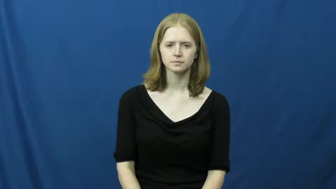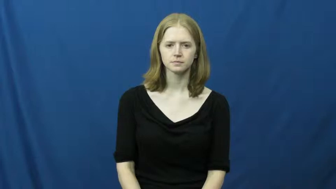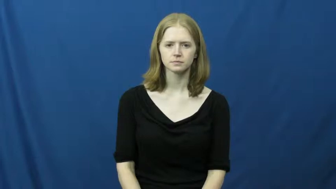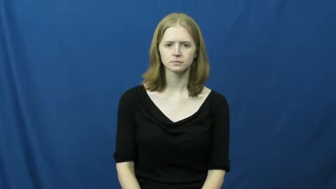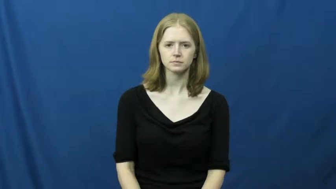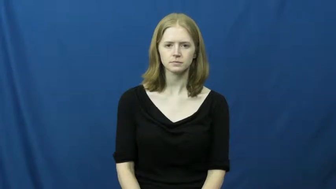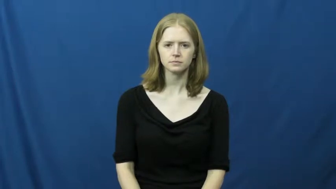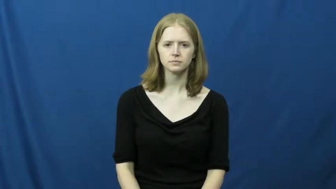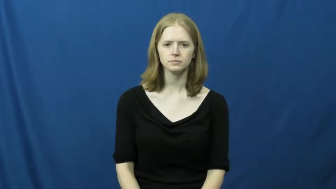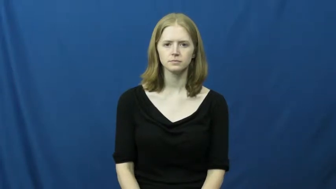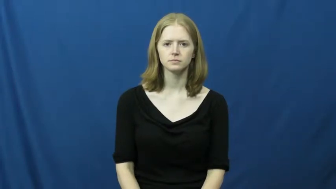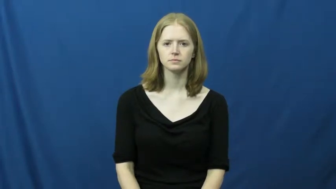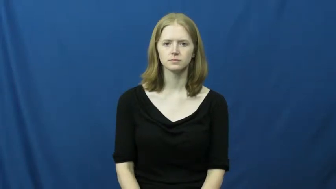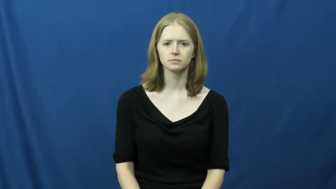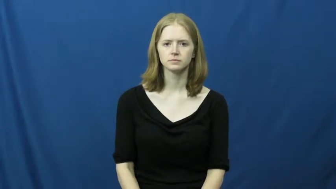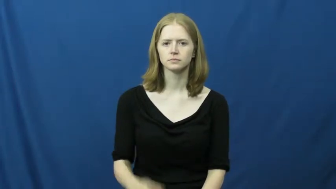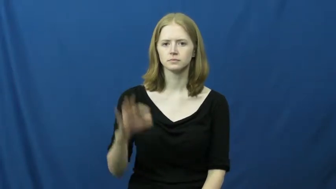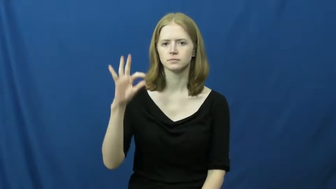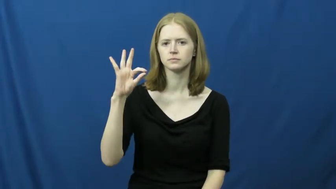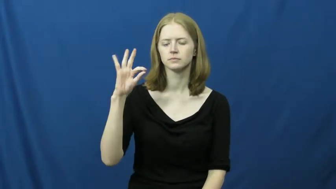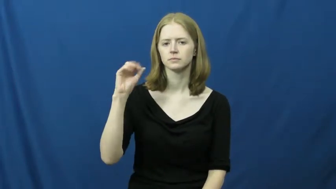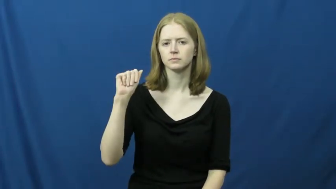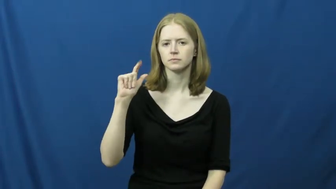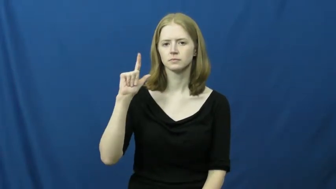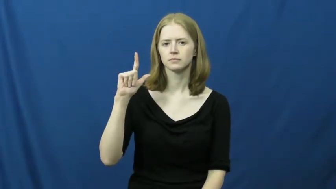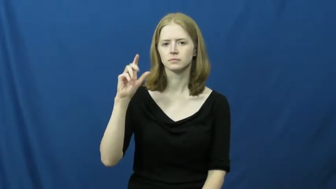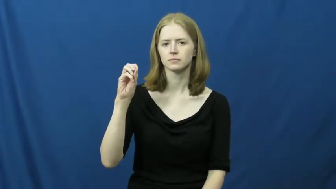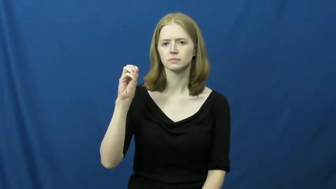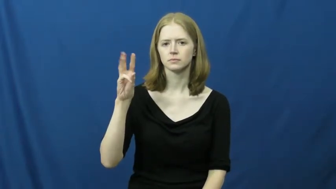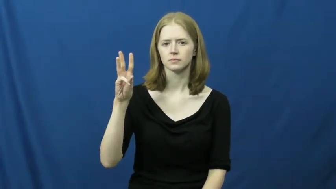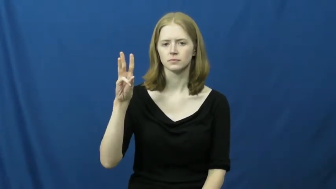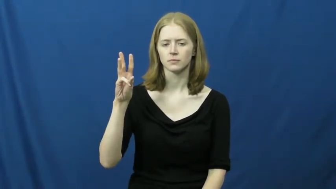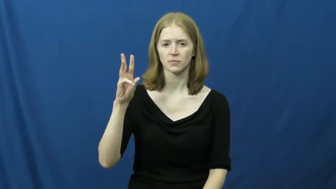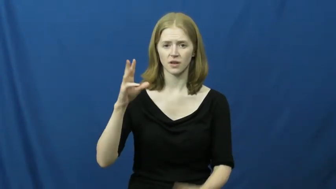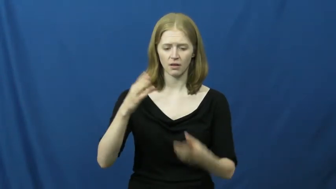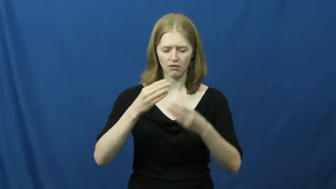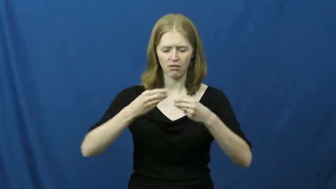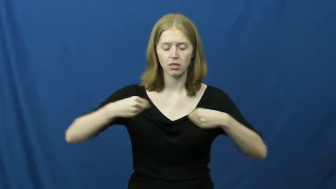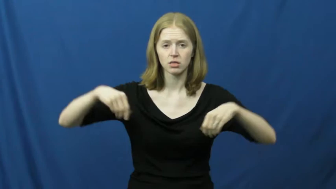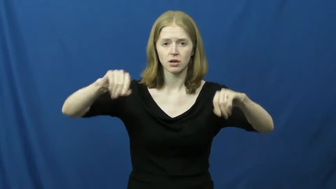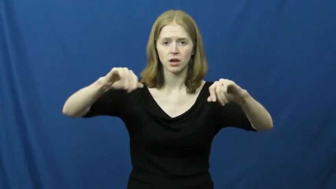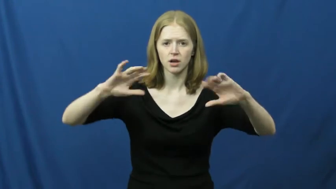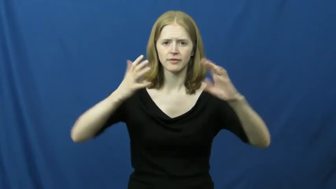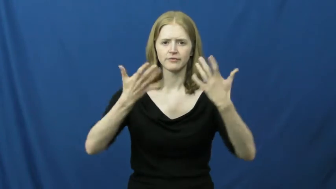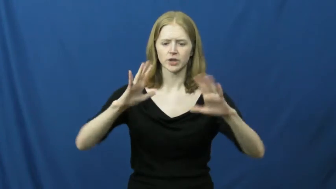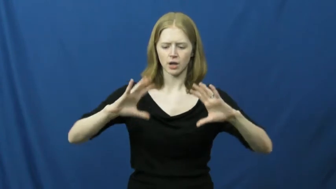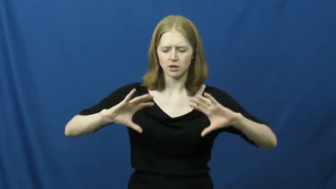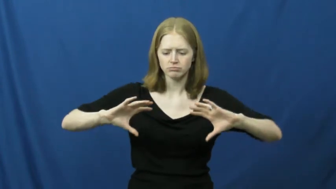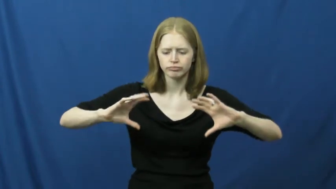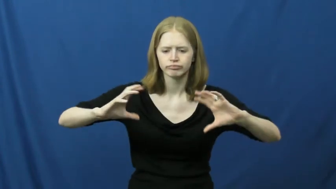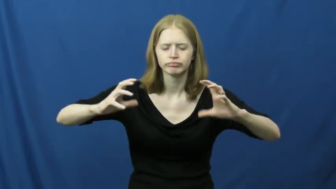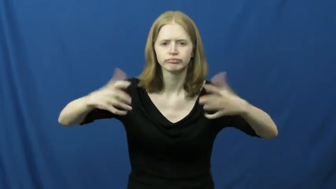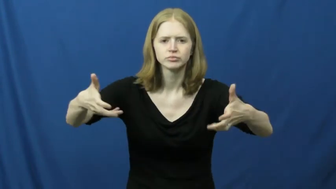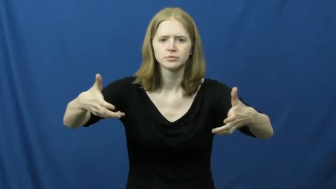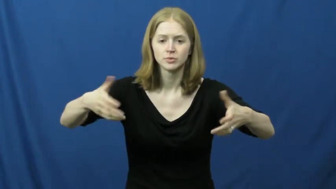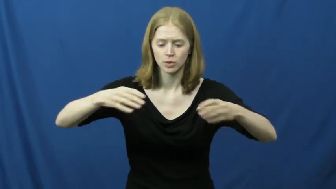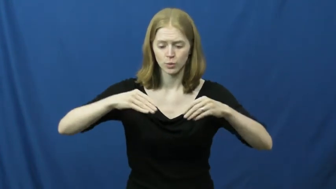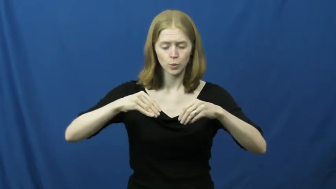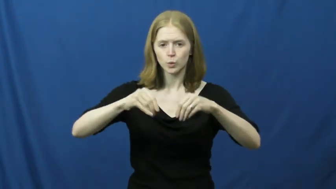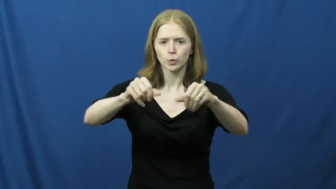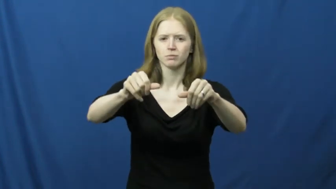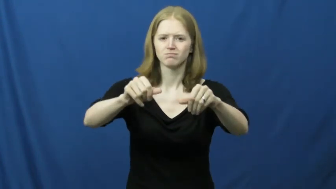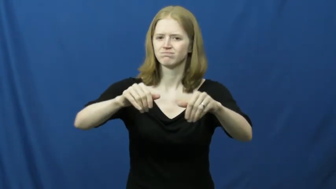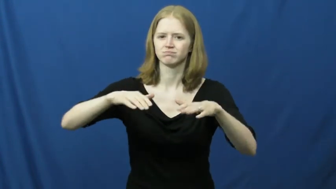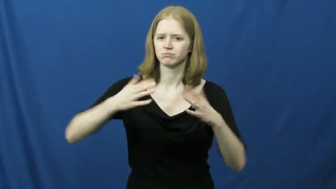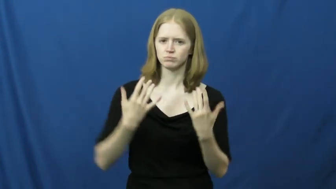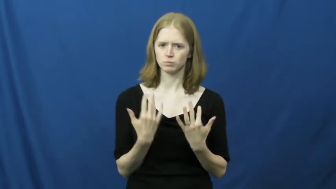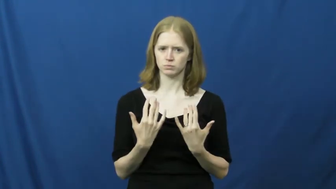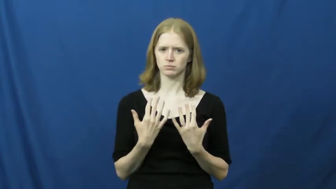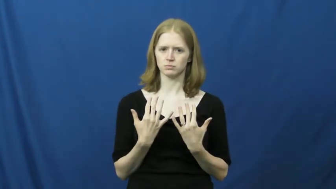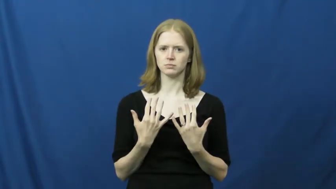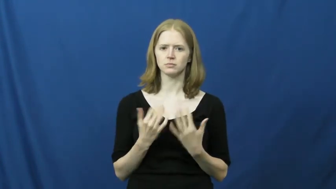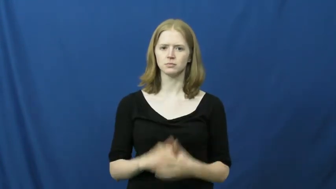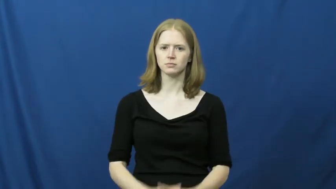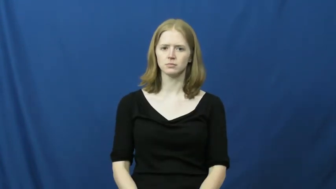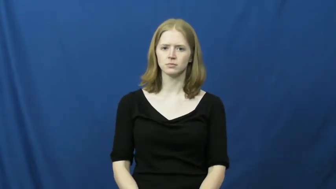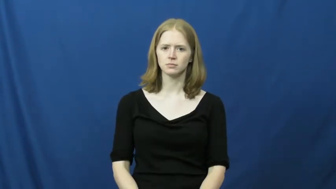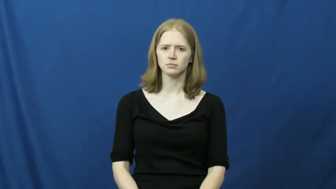fallow